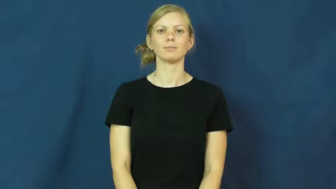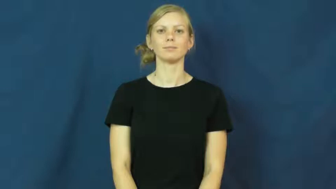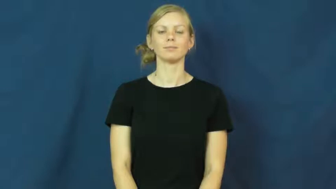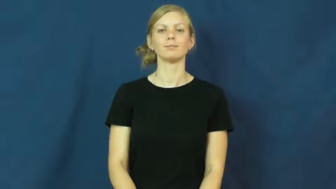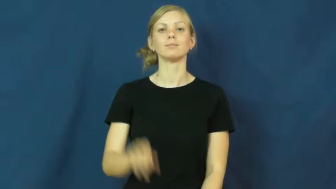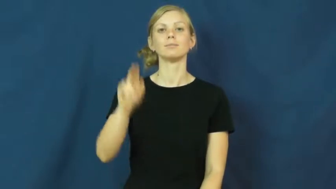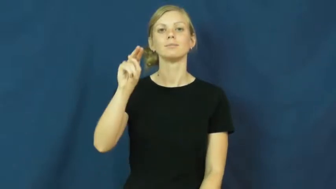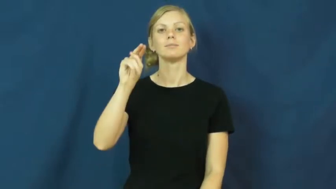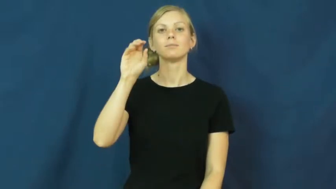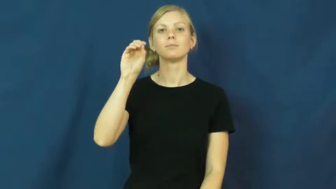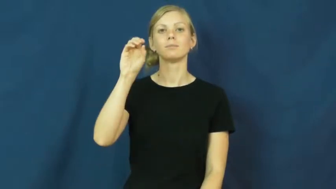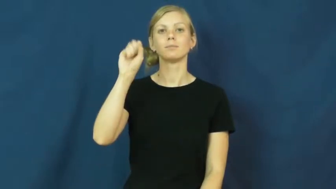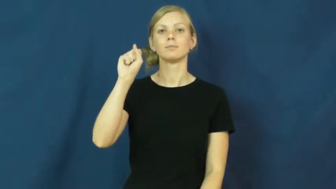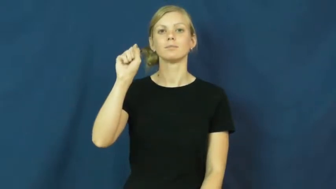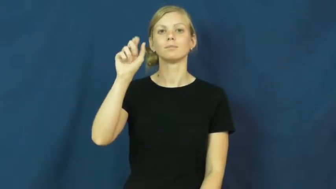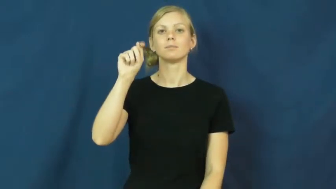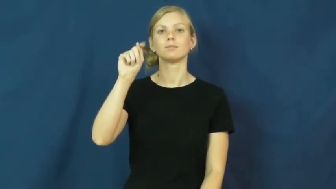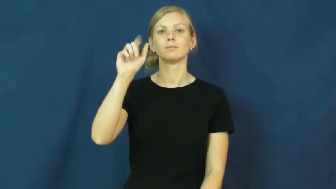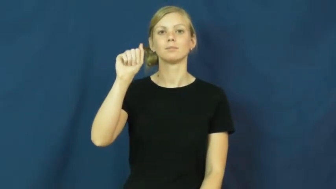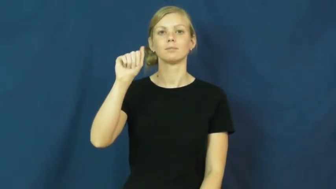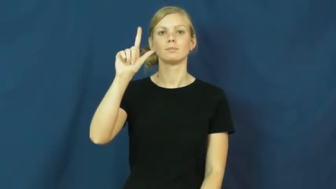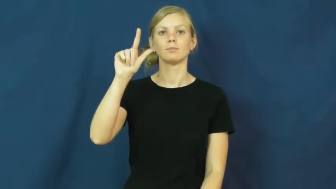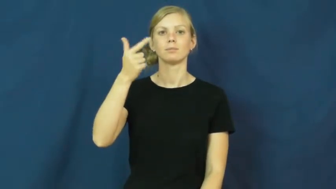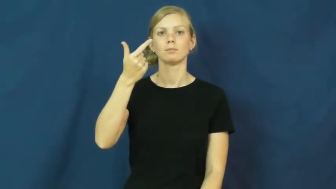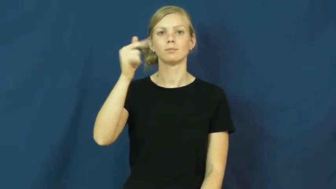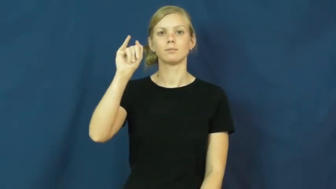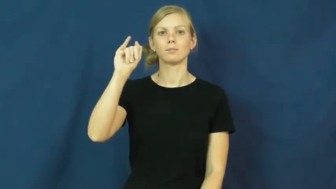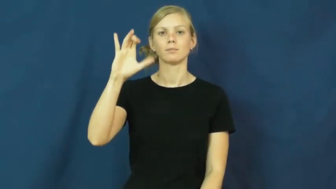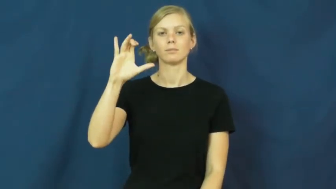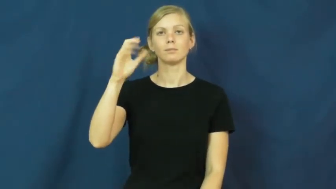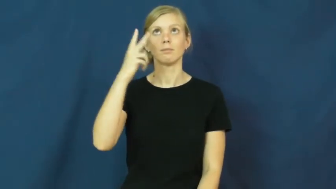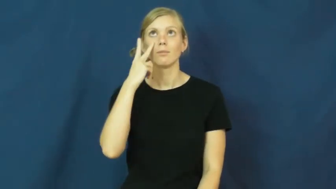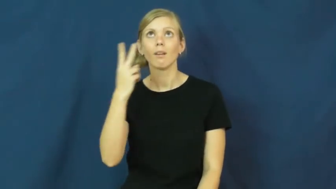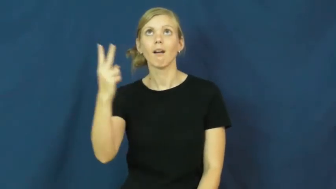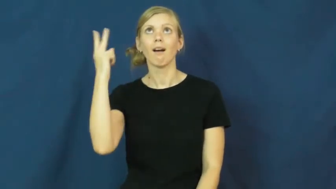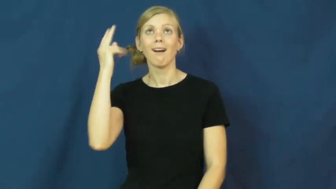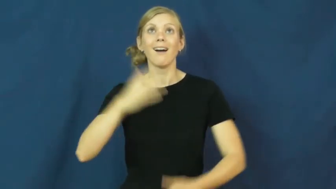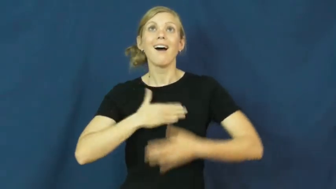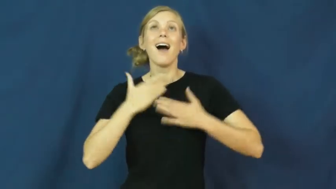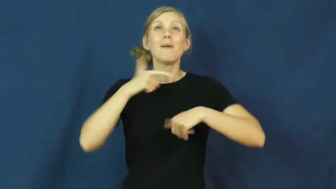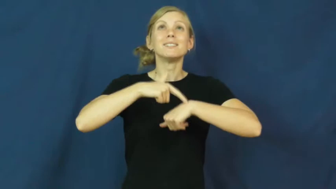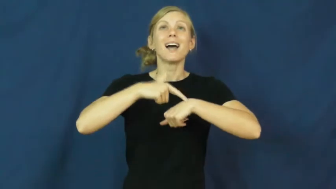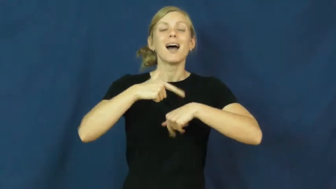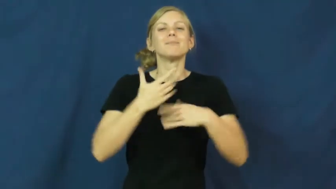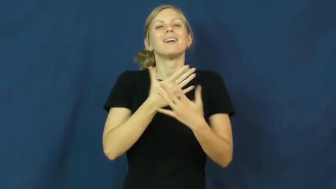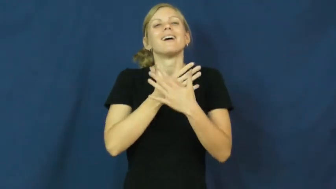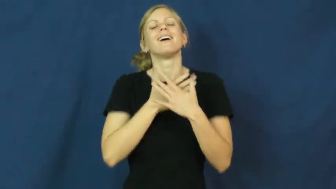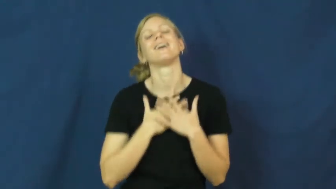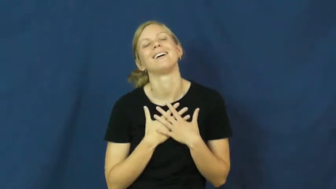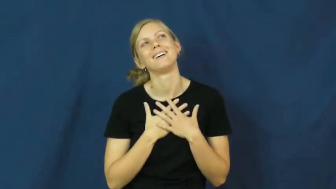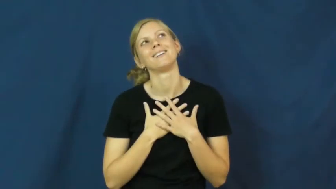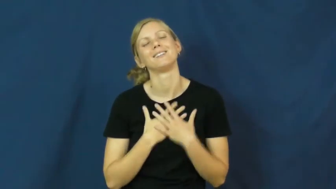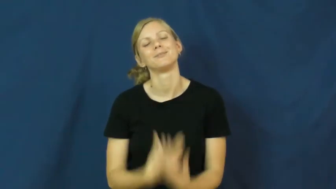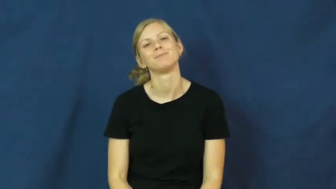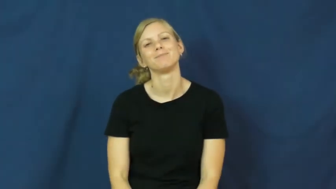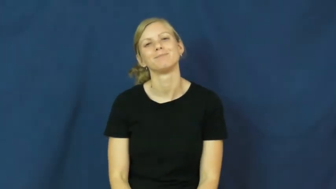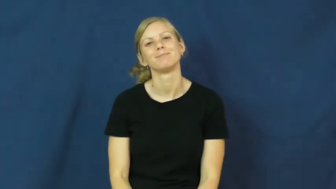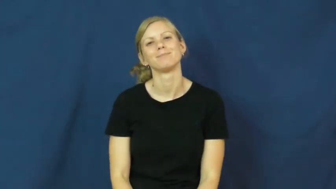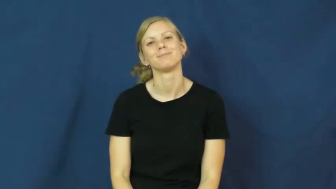nostalgic